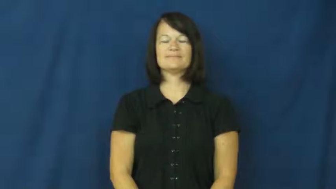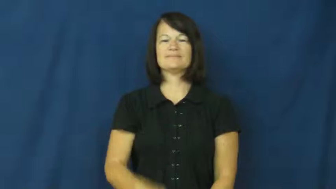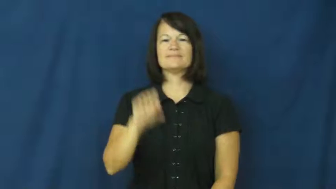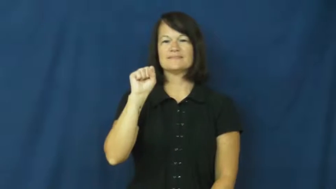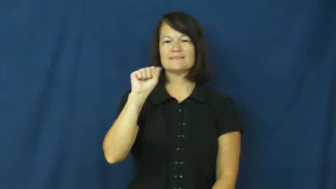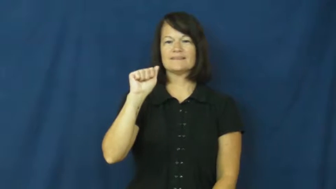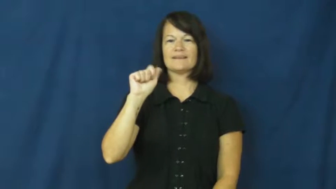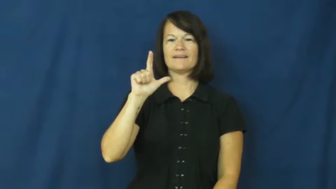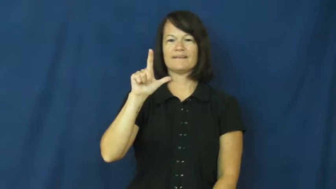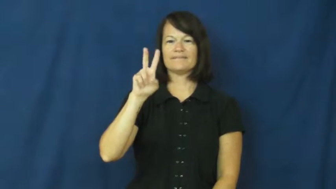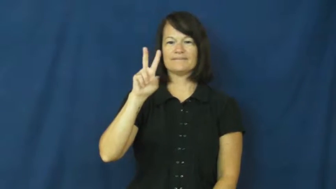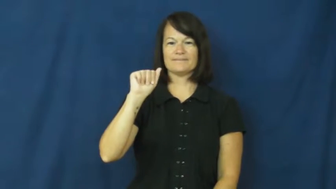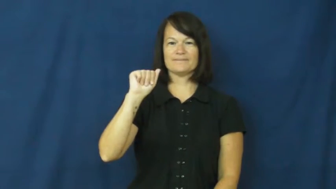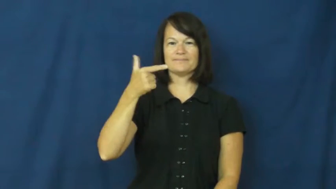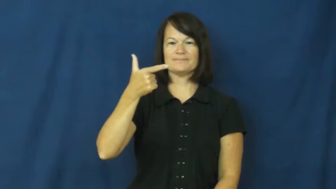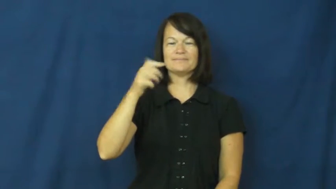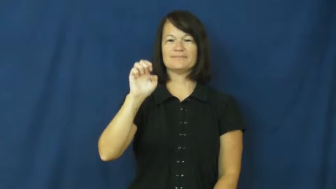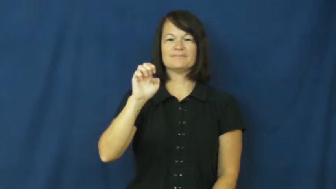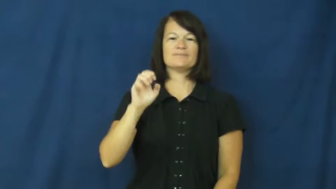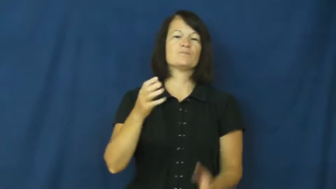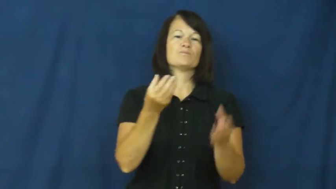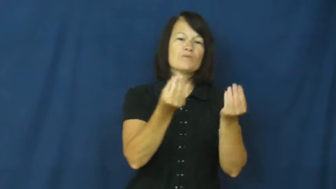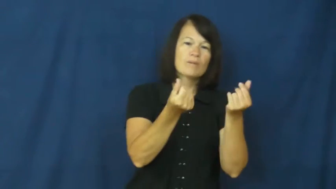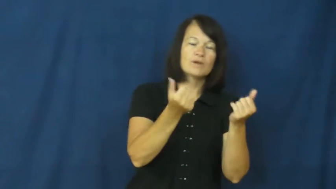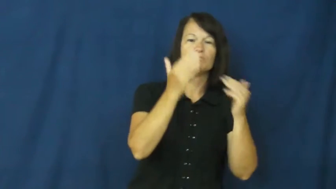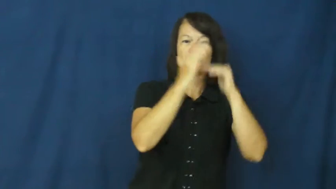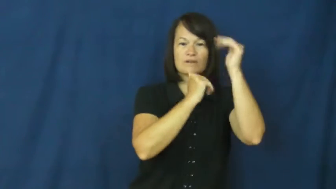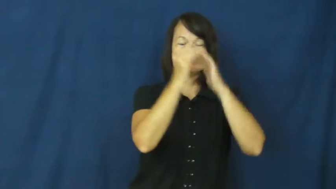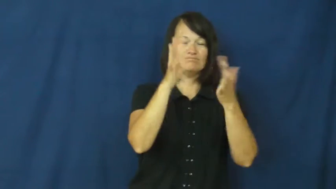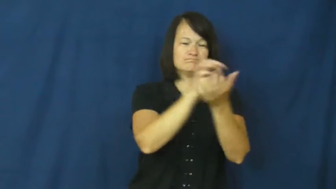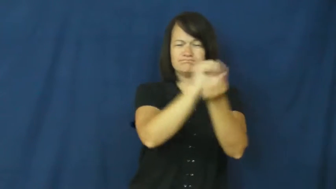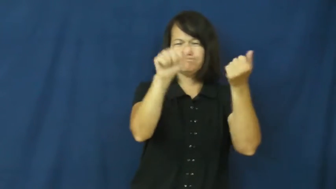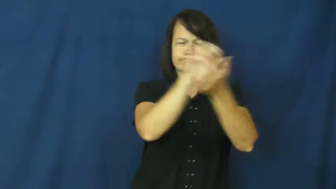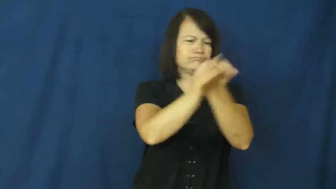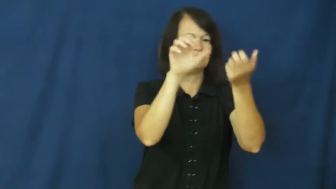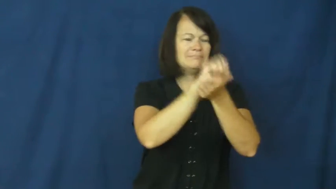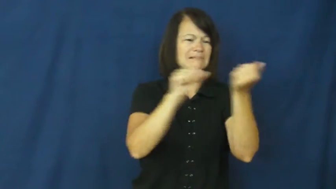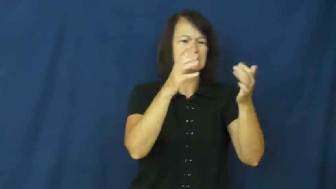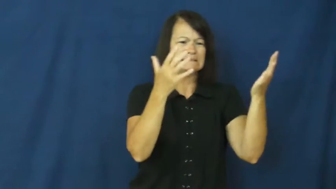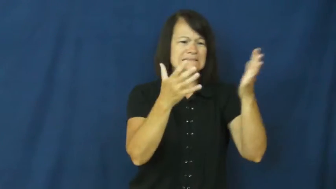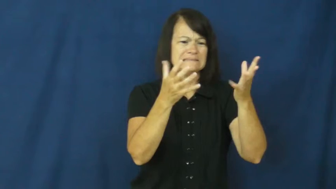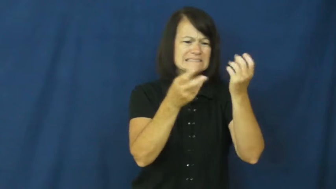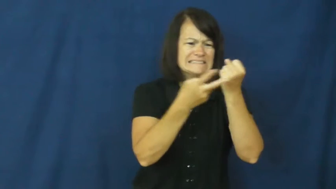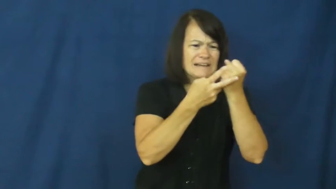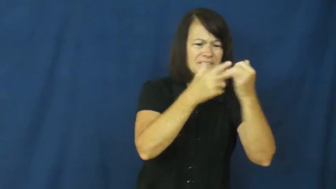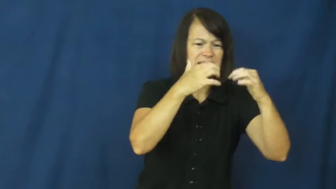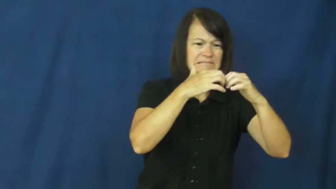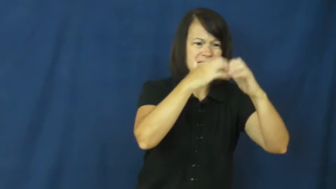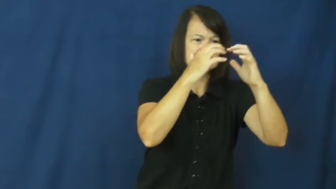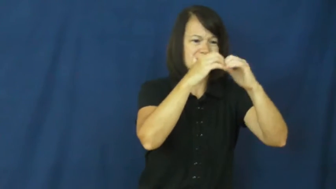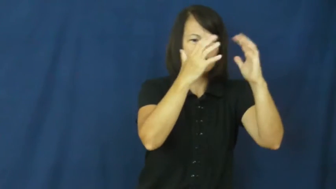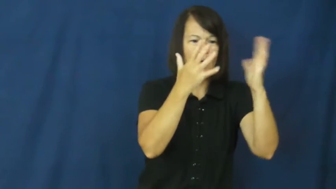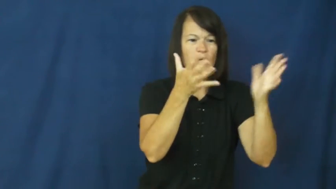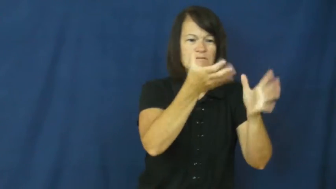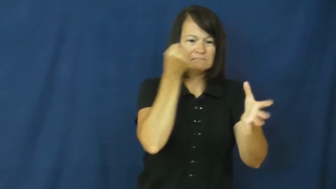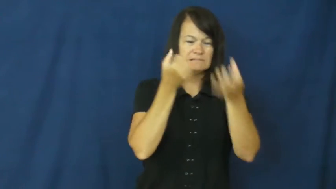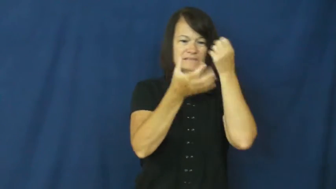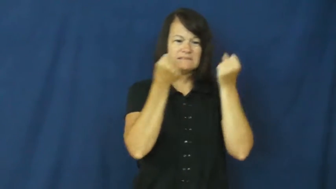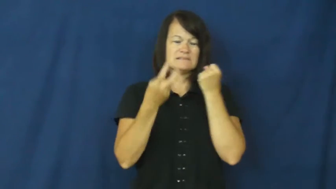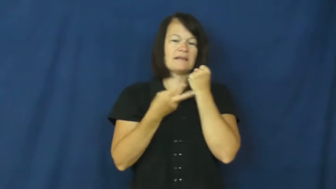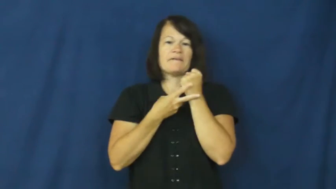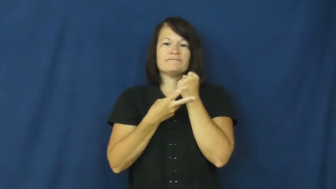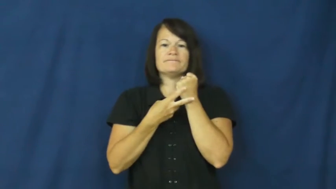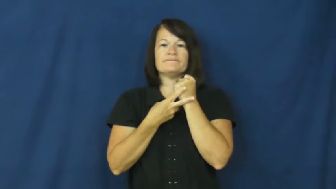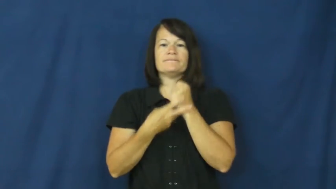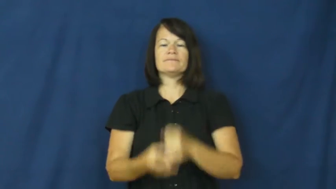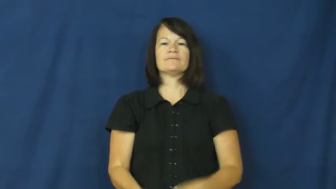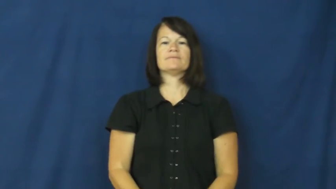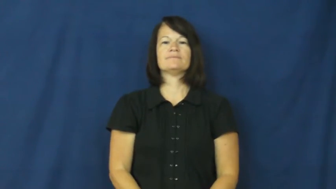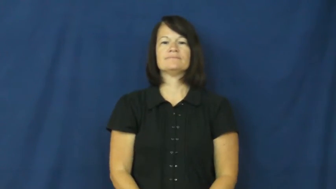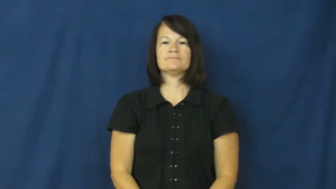salvage